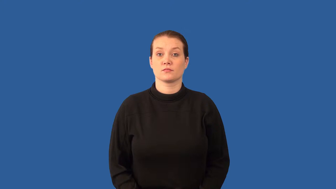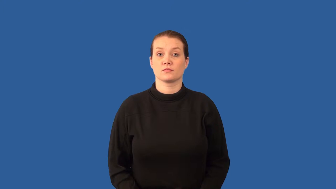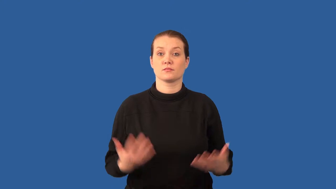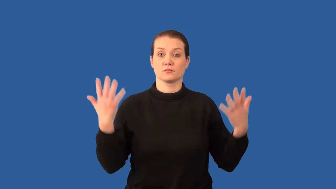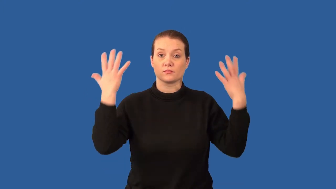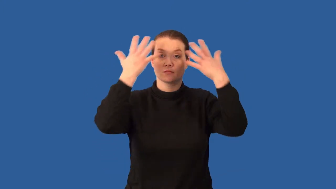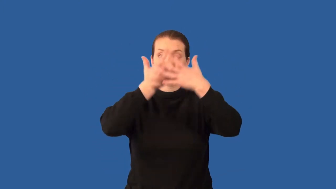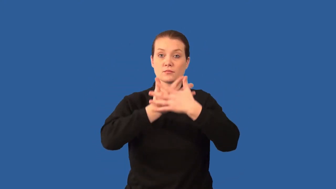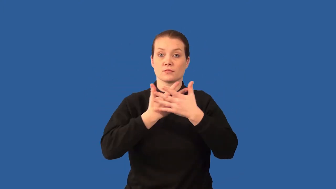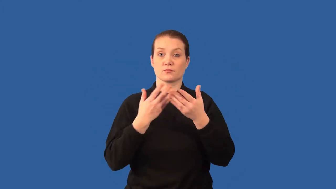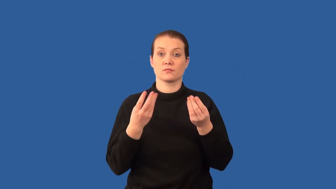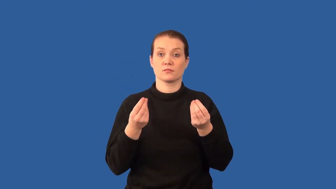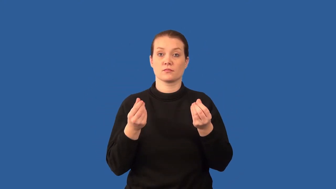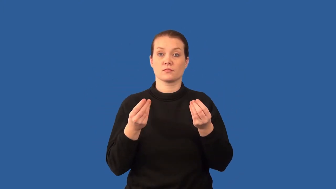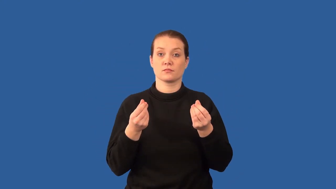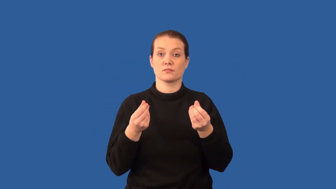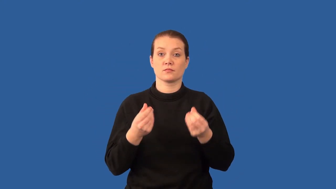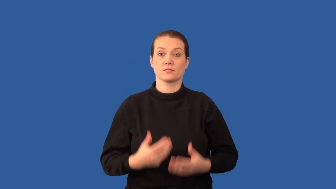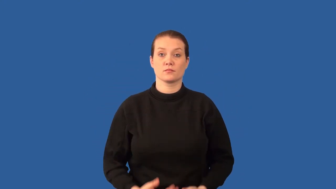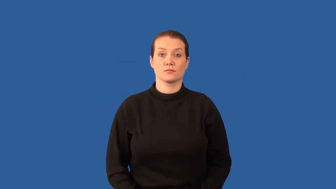humus